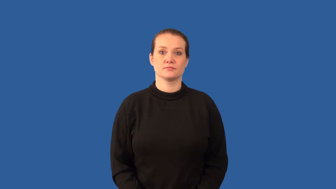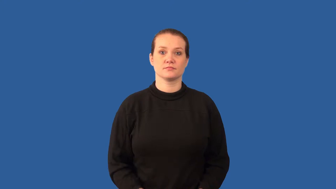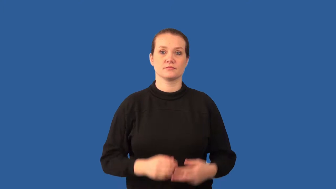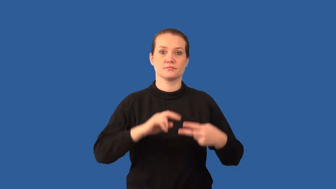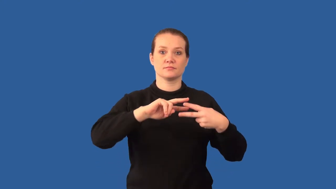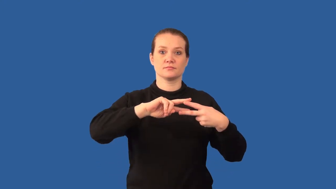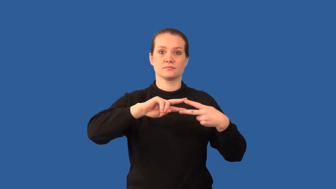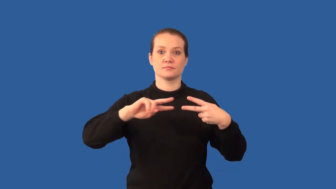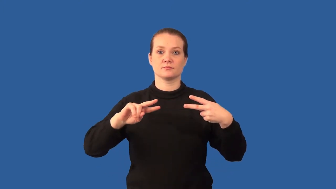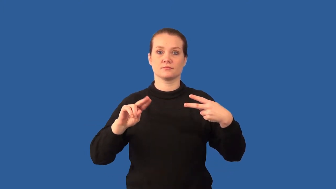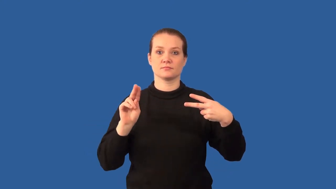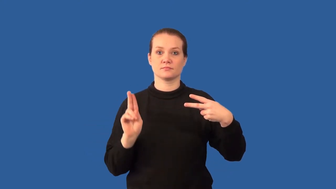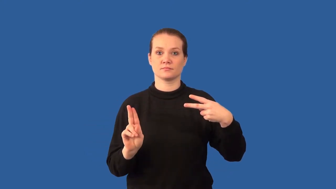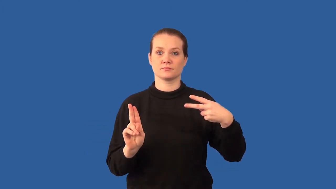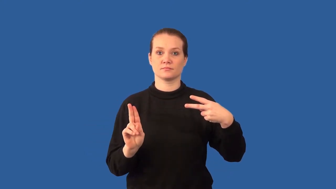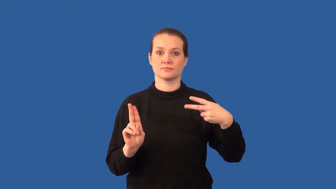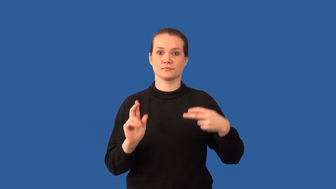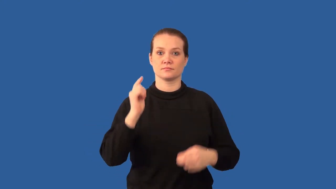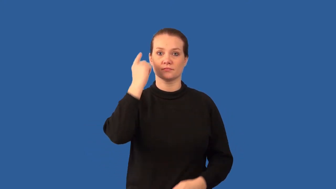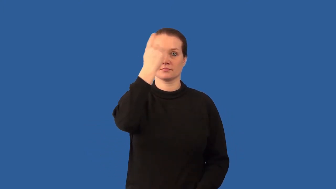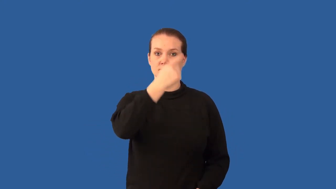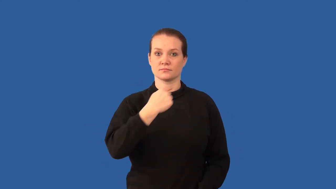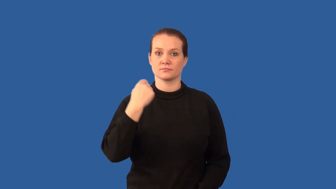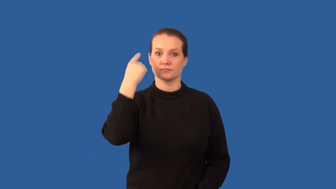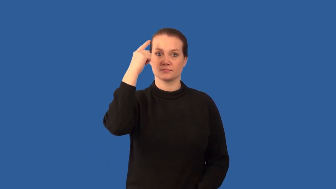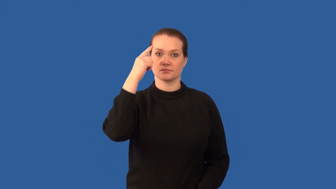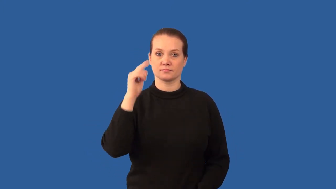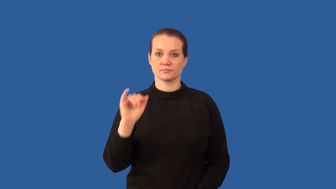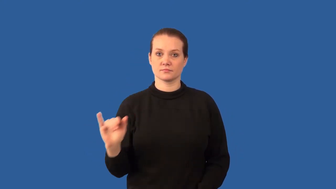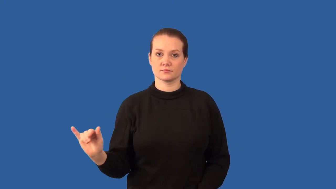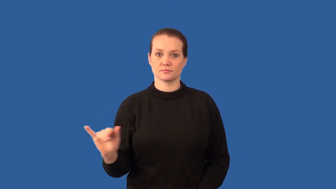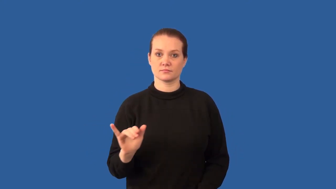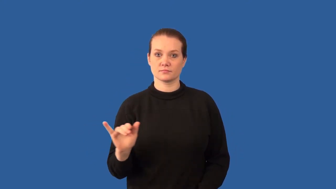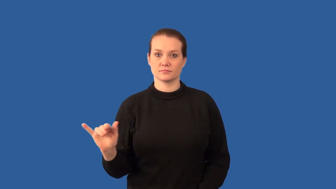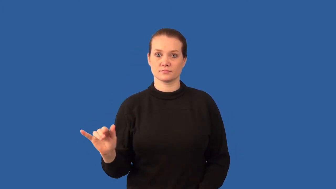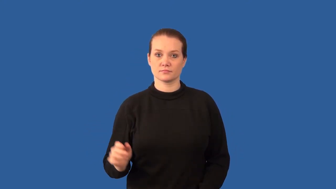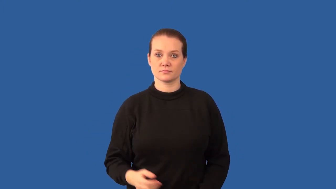codominant alleles